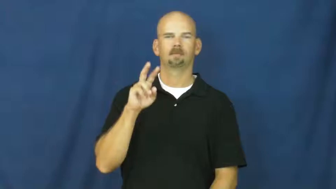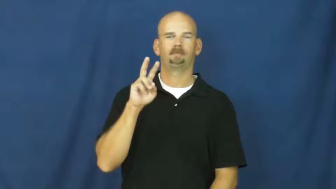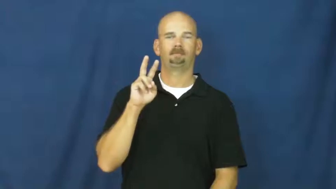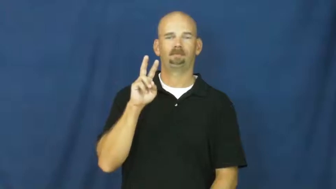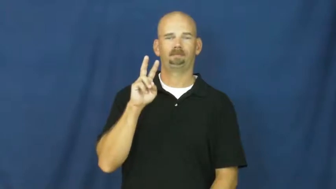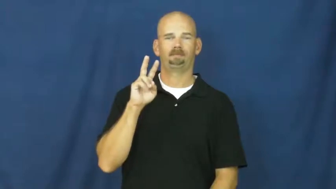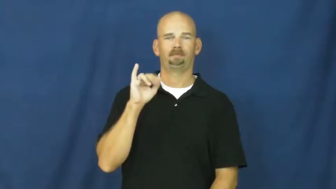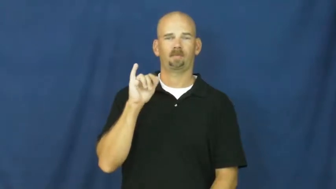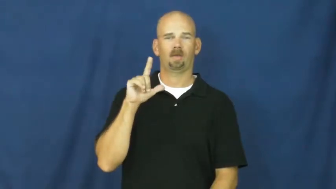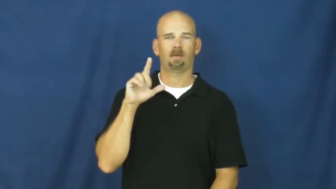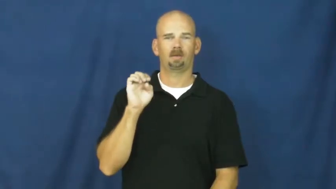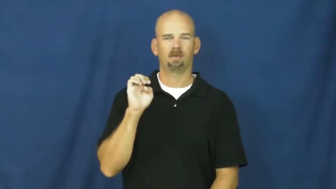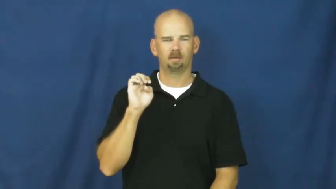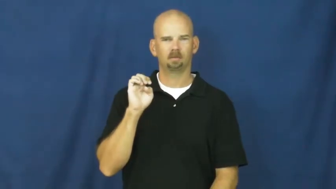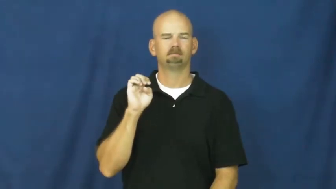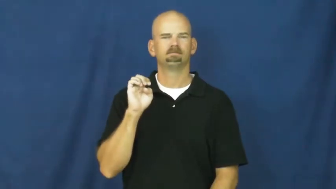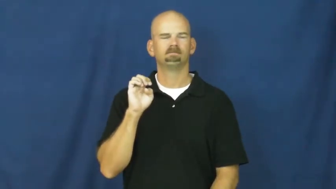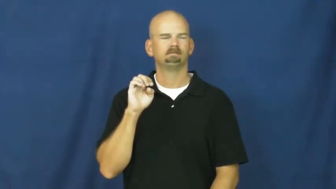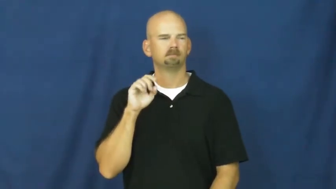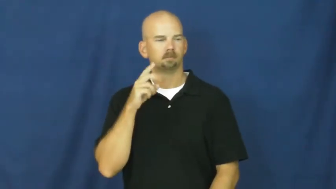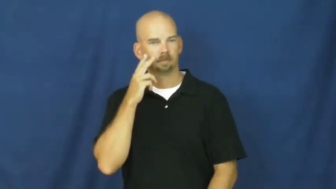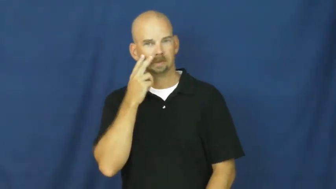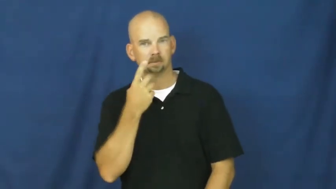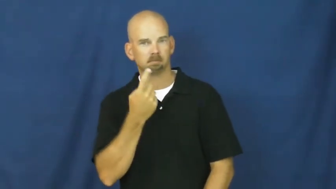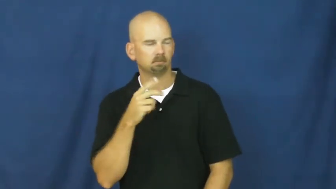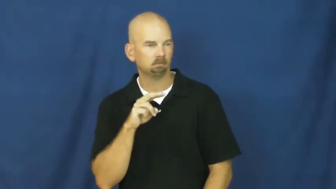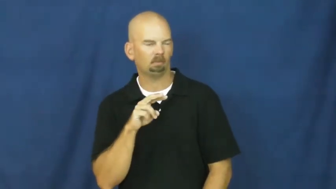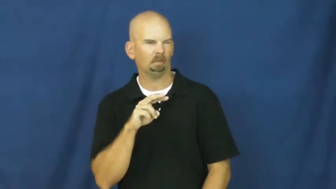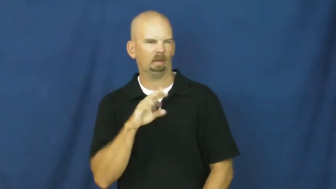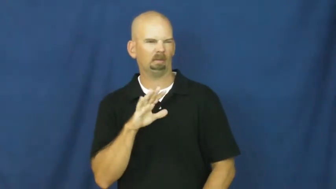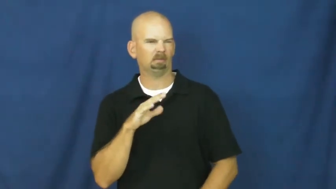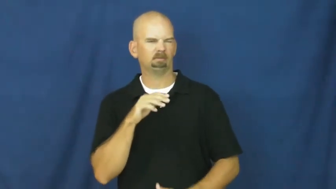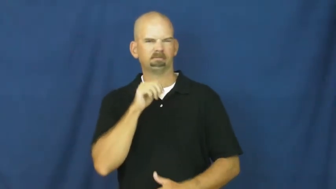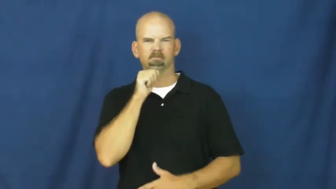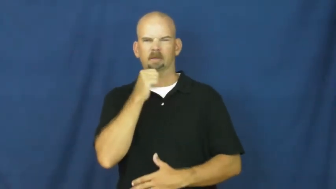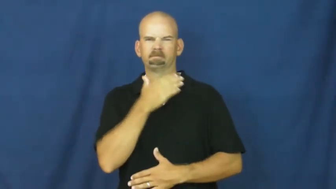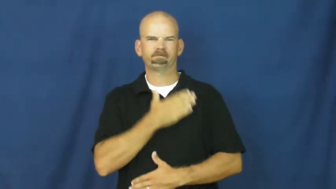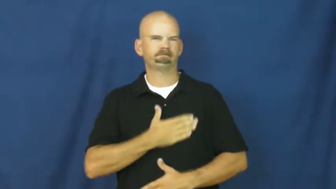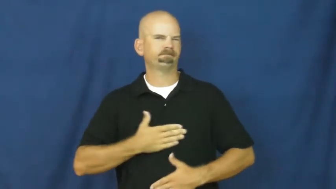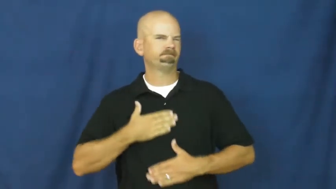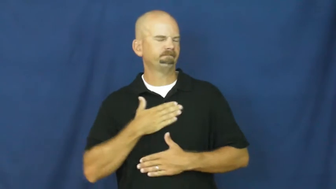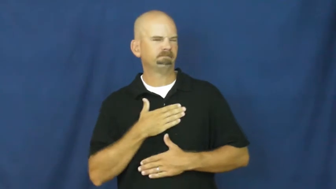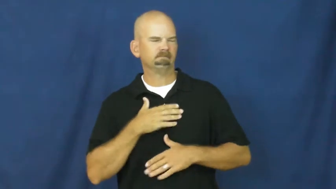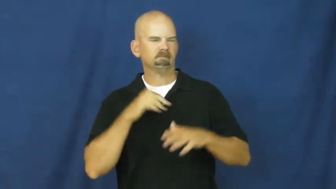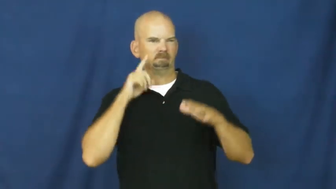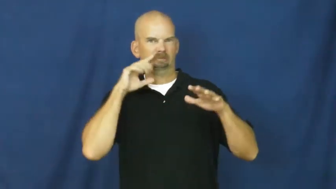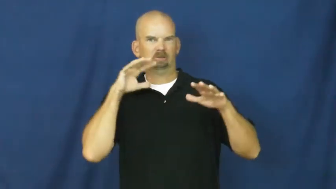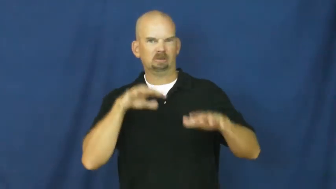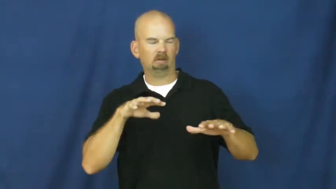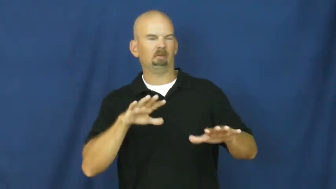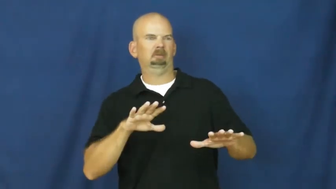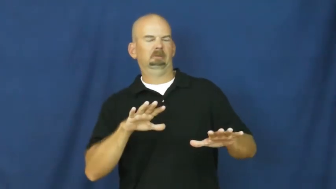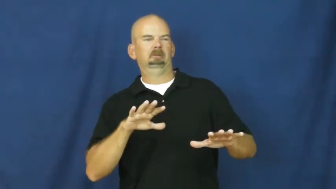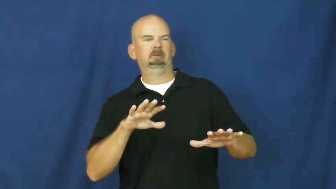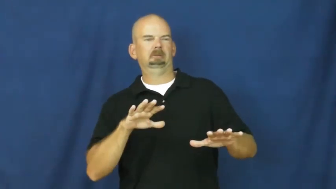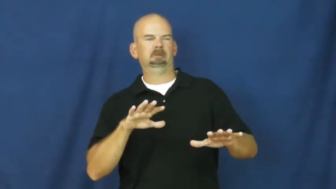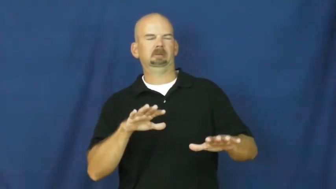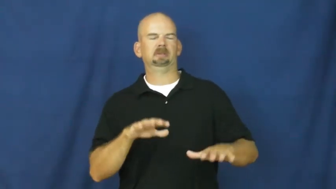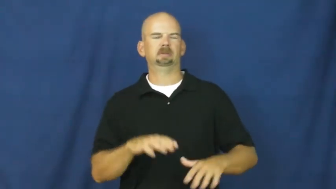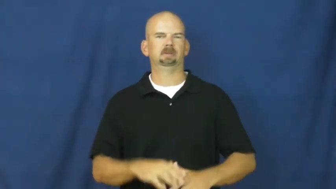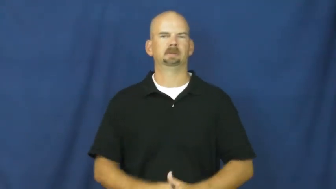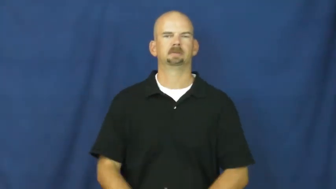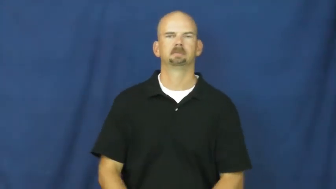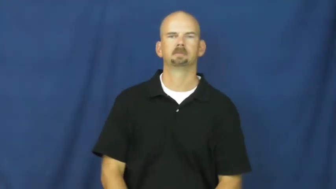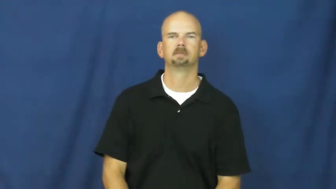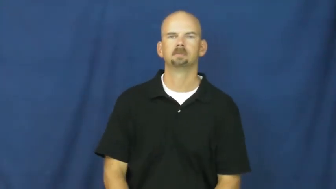vile